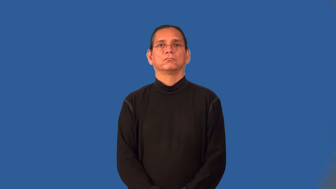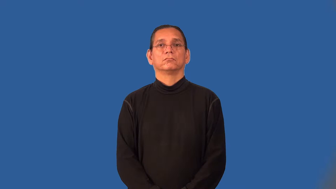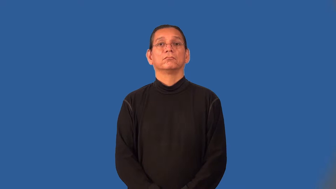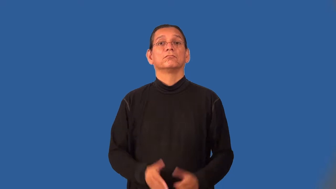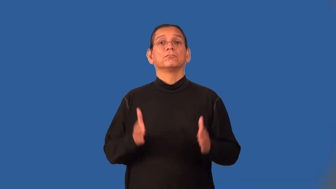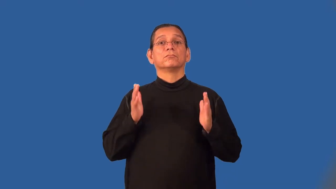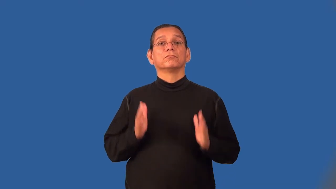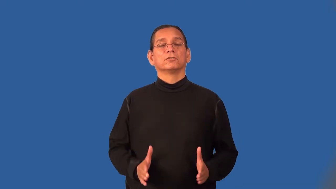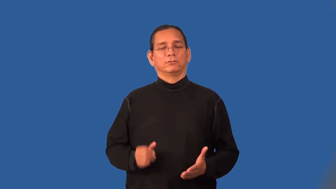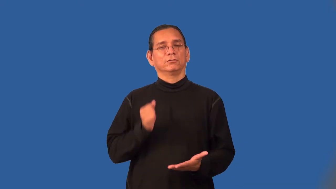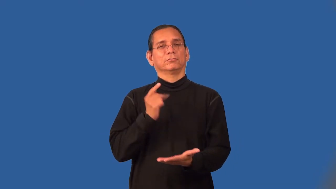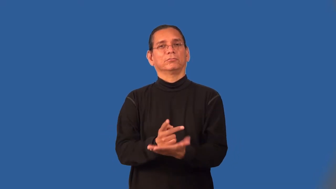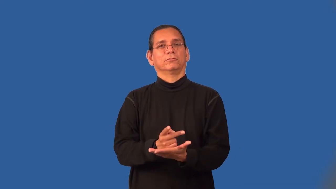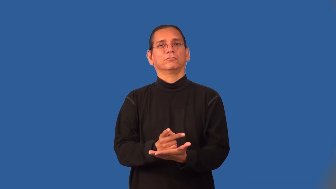ratifier